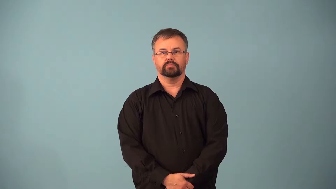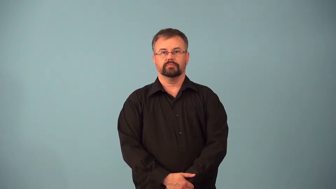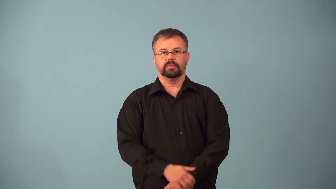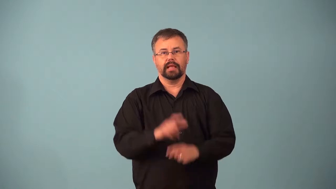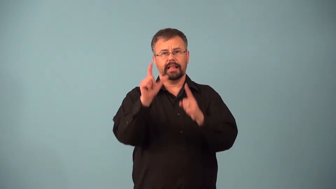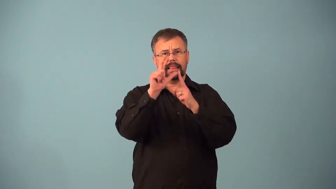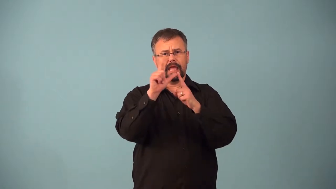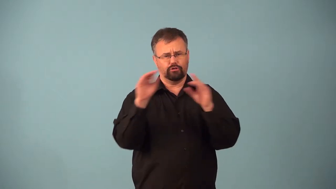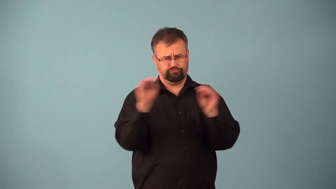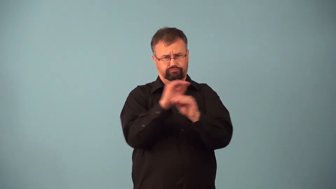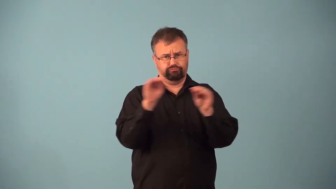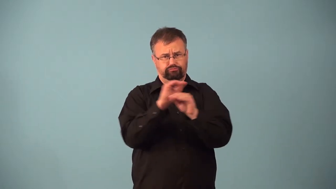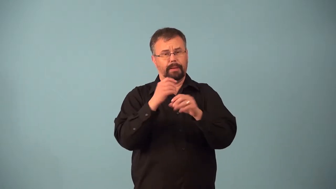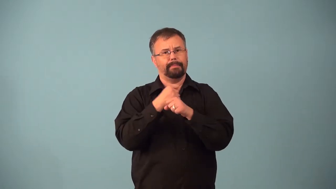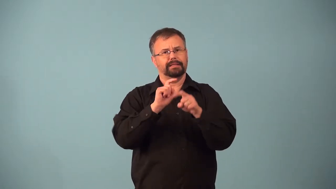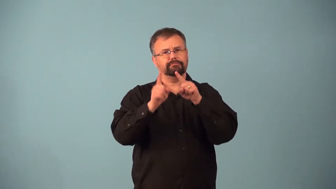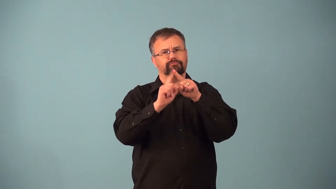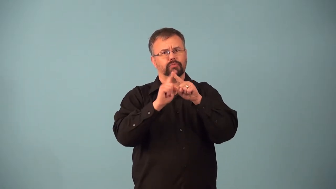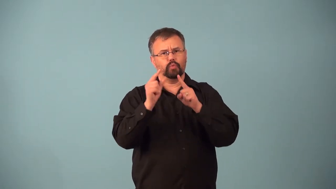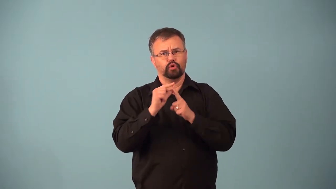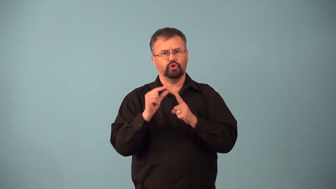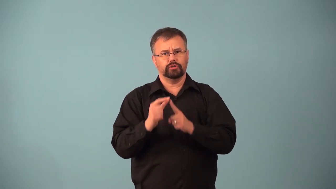anagram